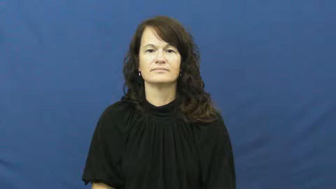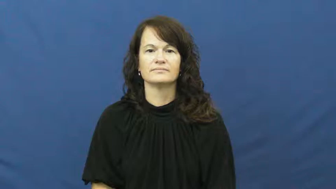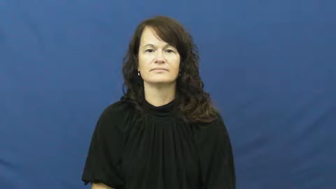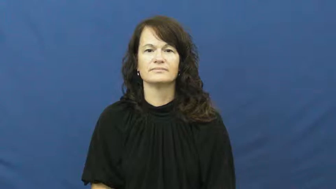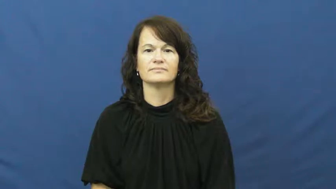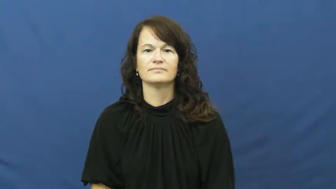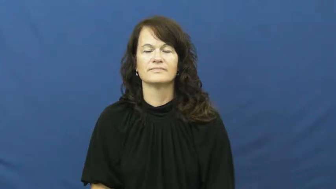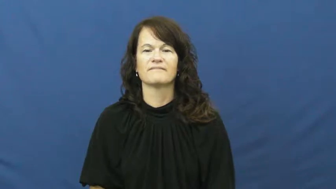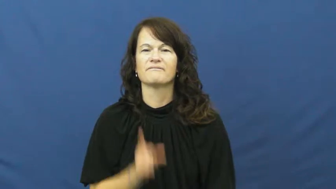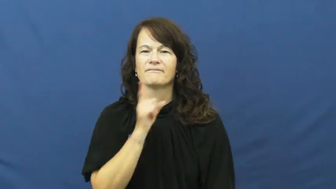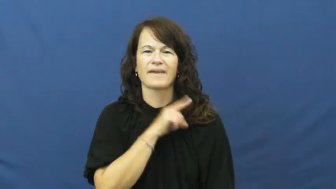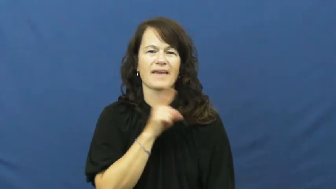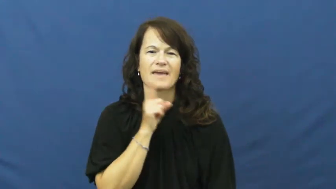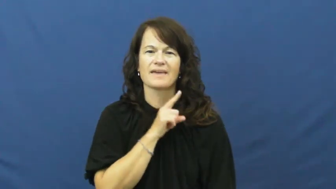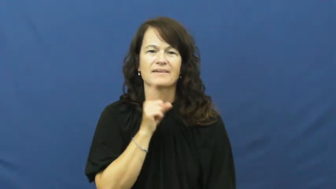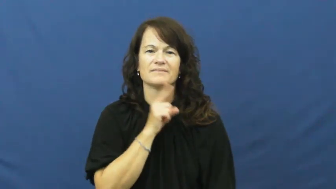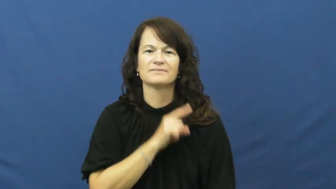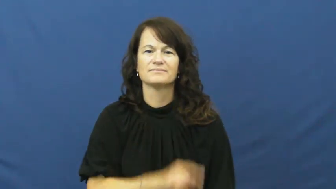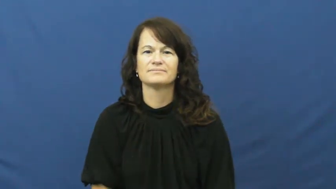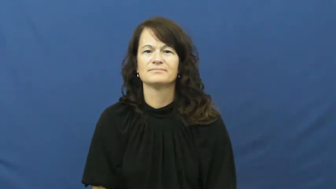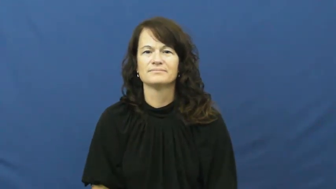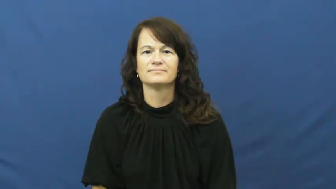untrue,invalid,nonfactual